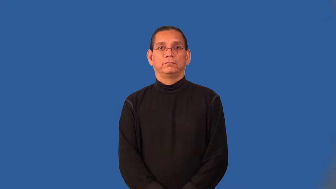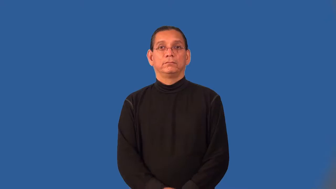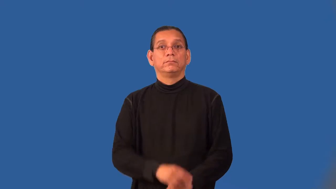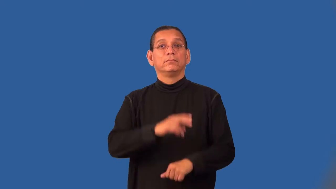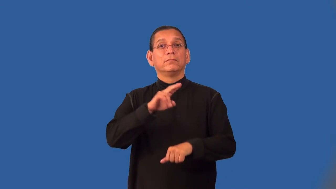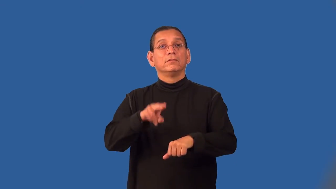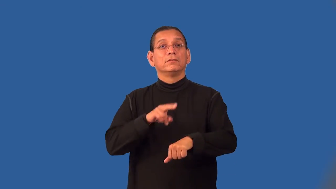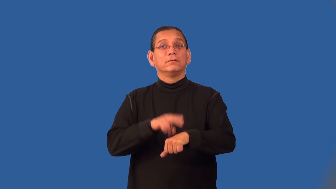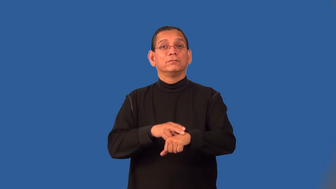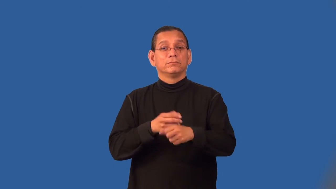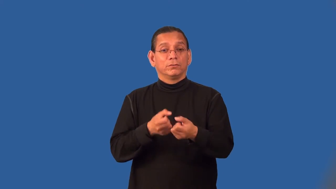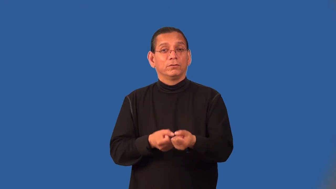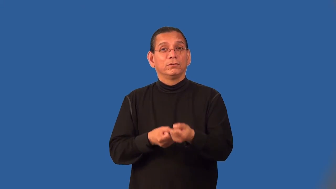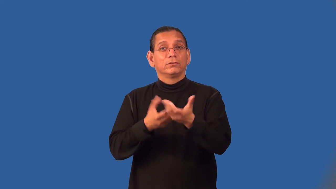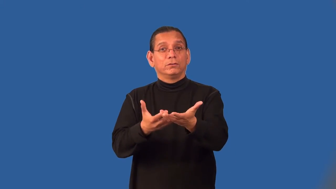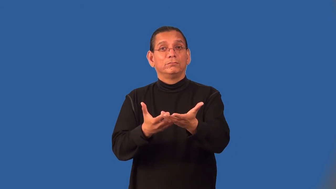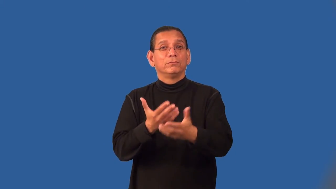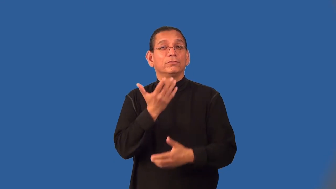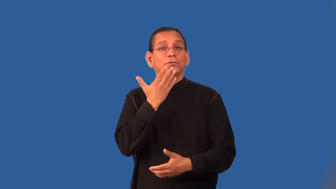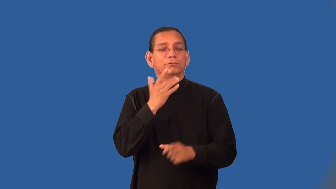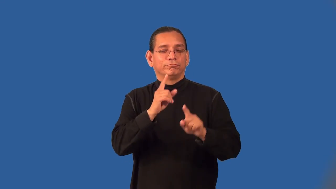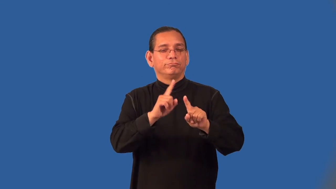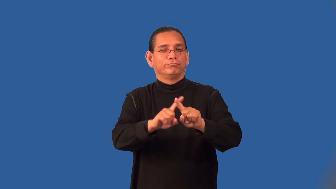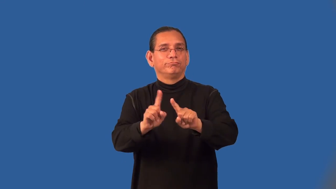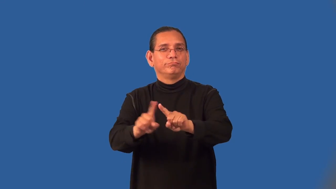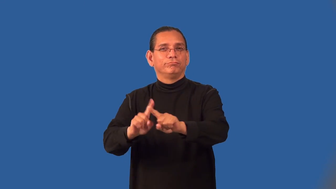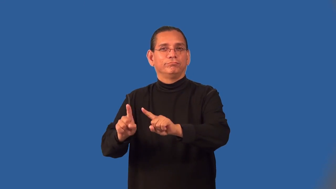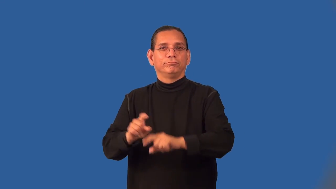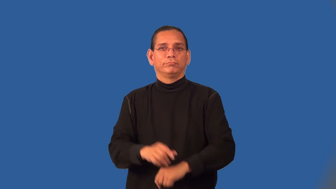pigment